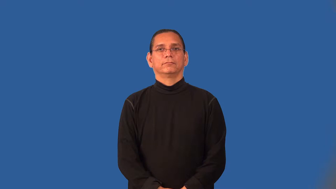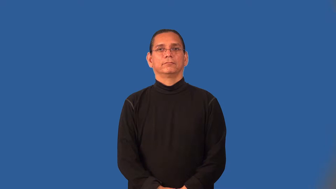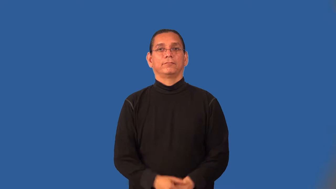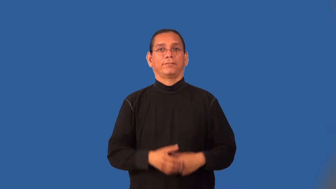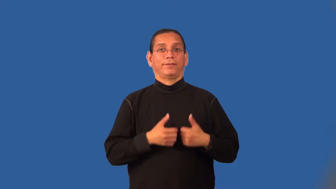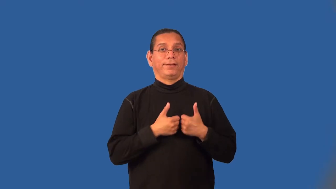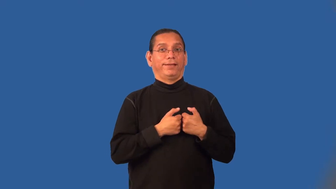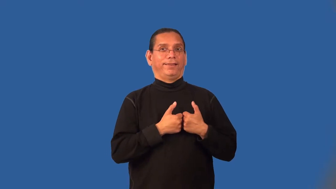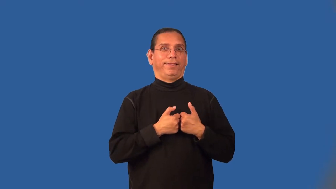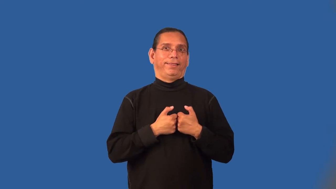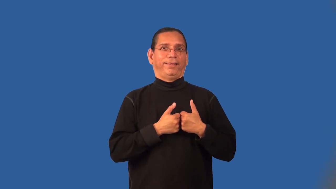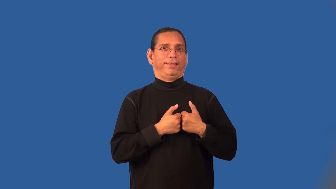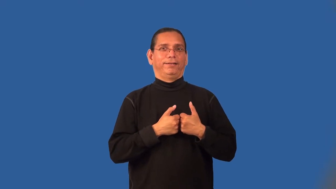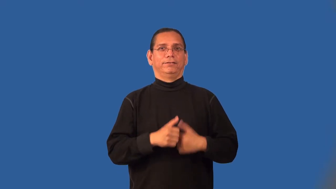mushy-romantic